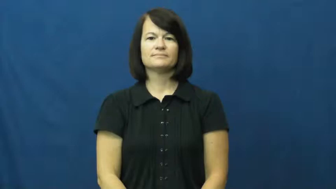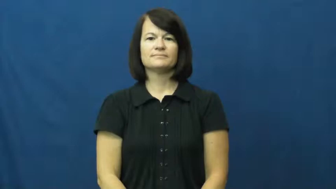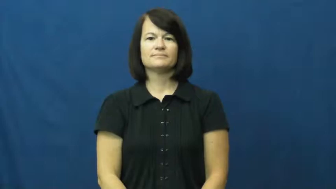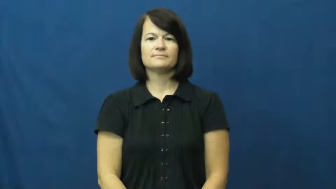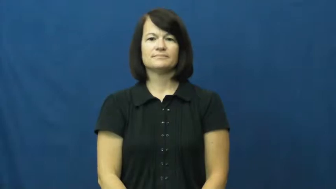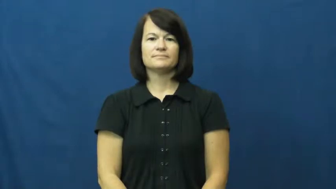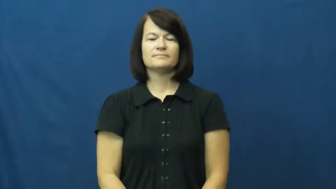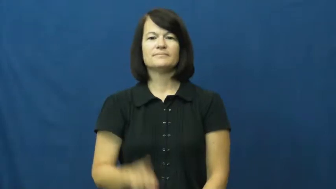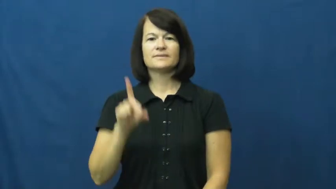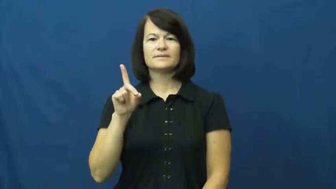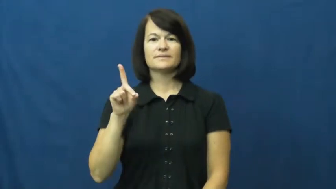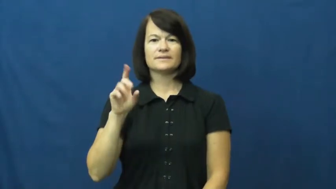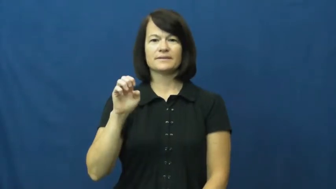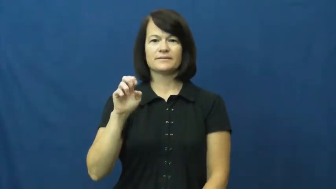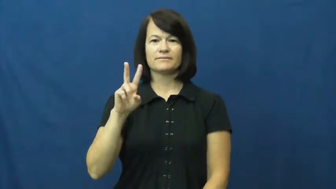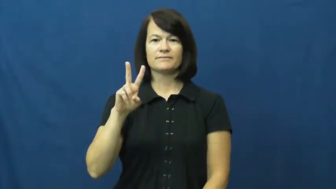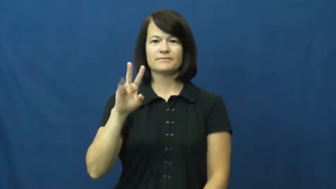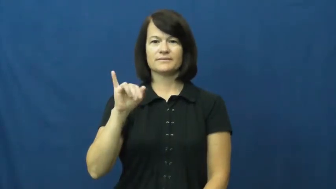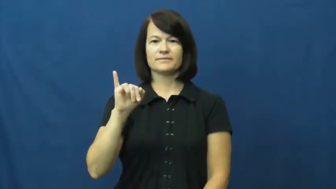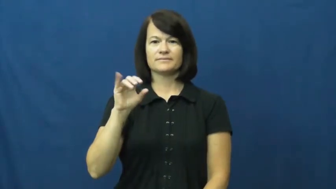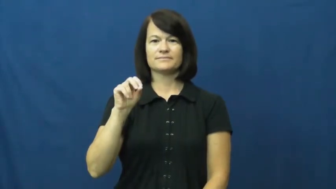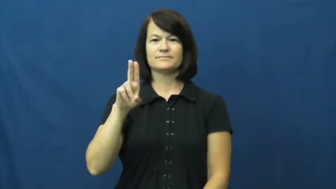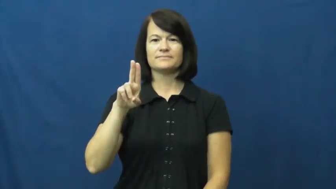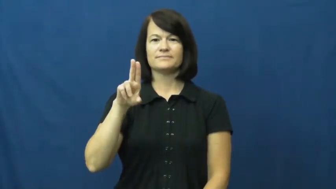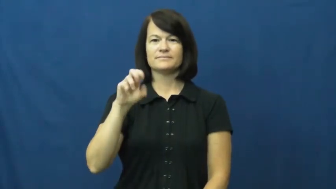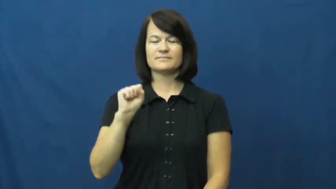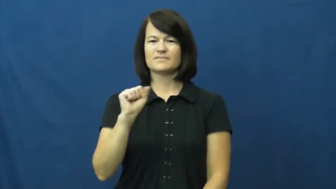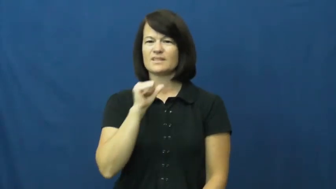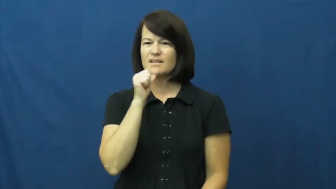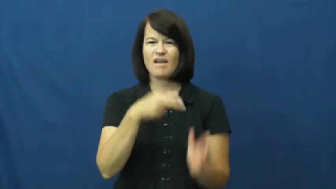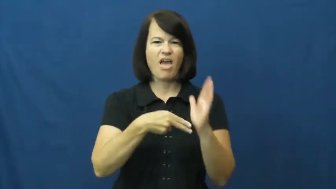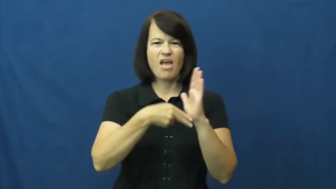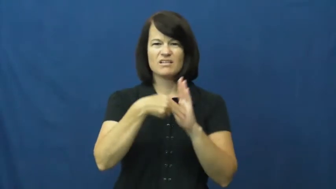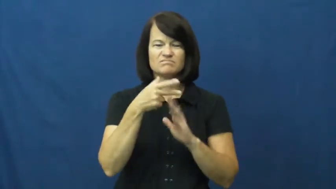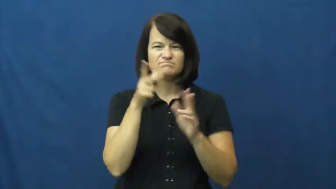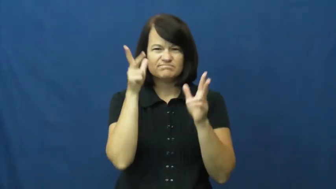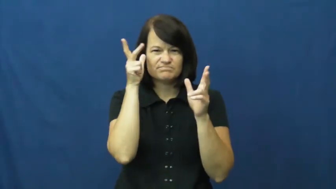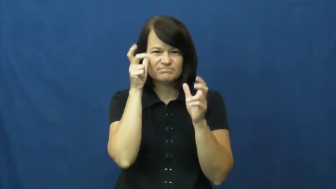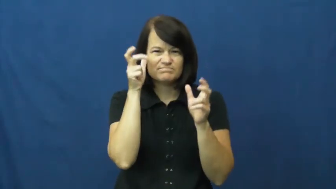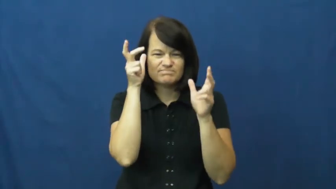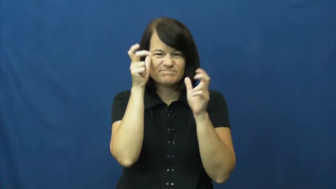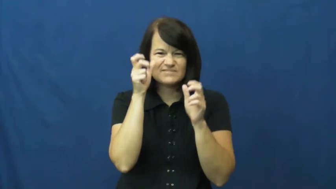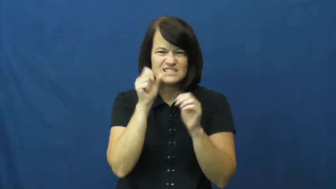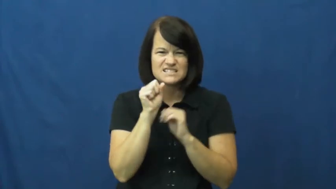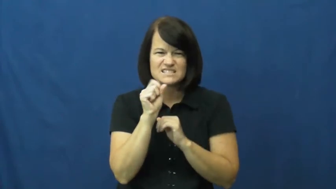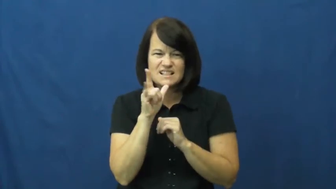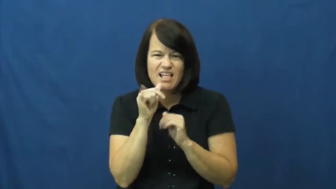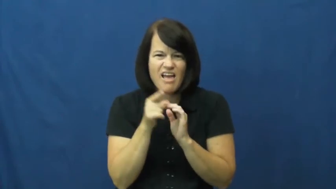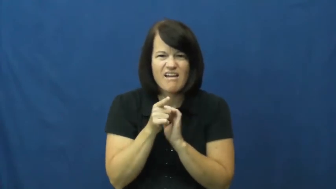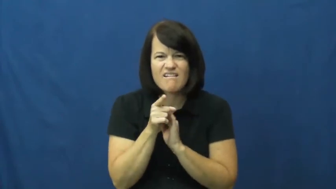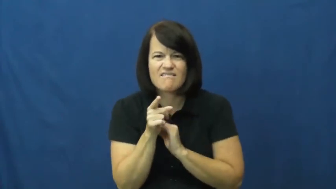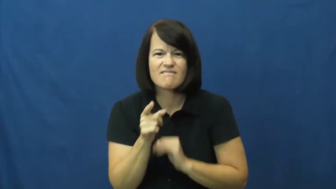devious